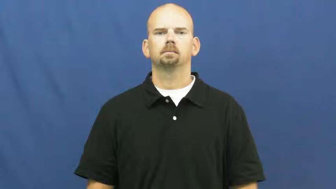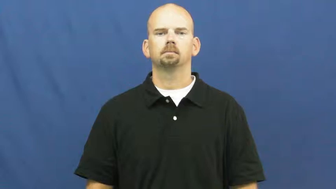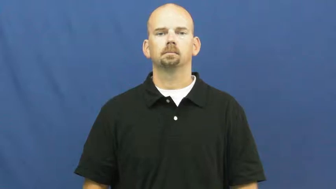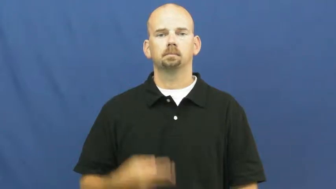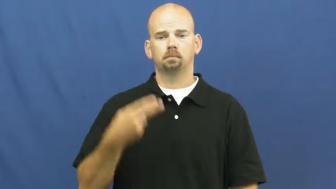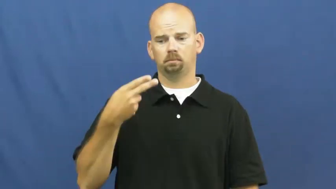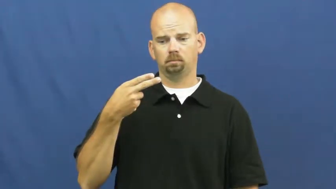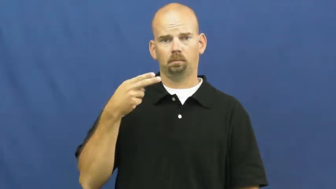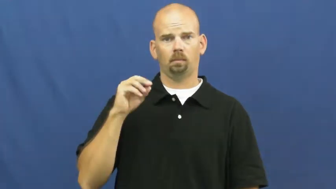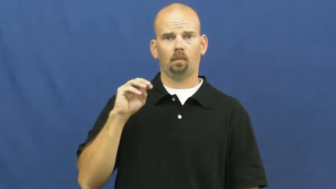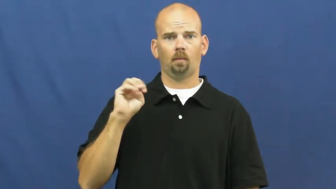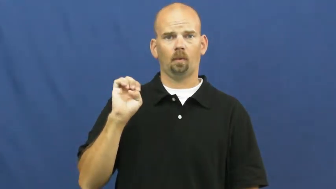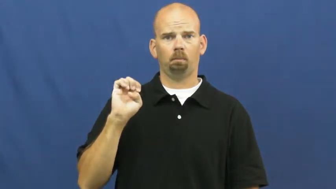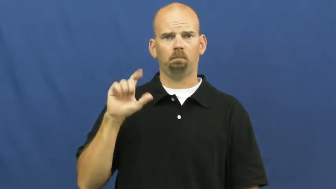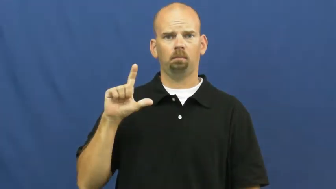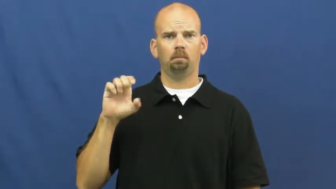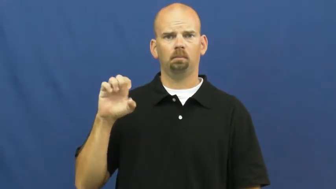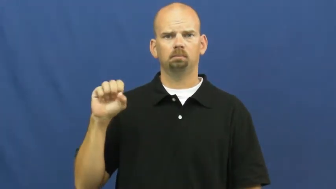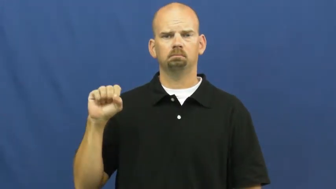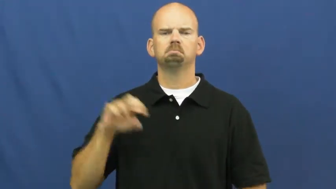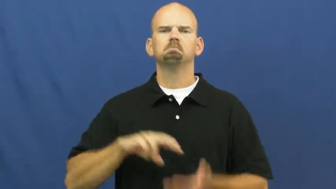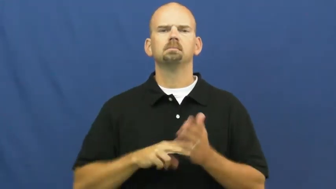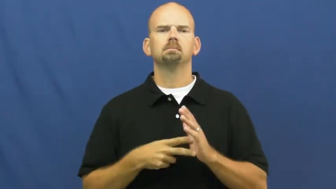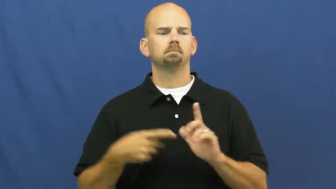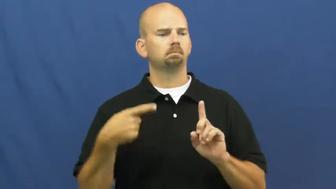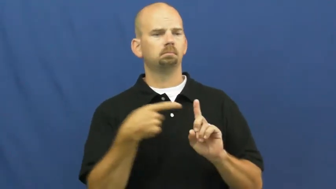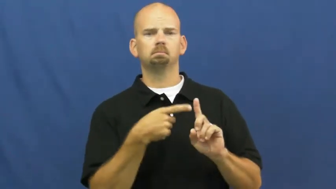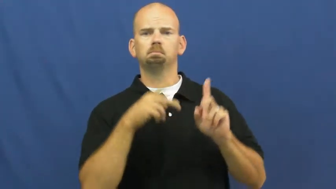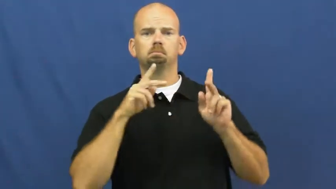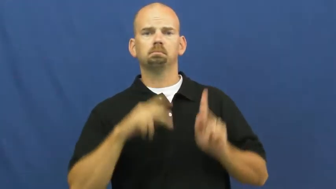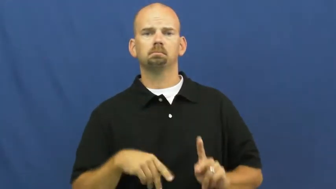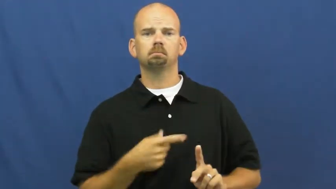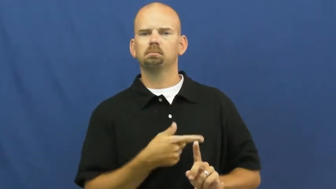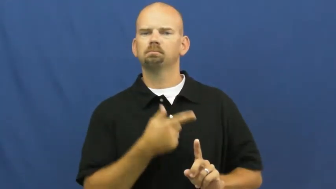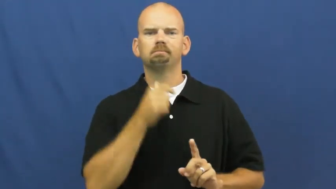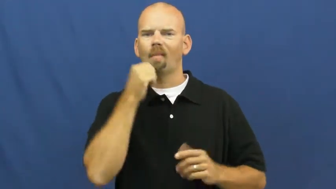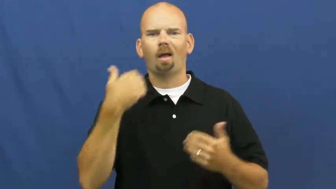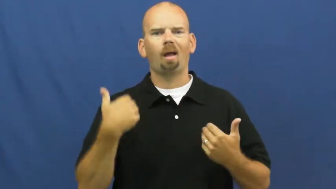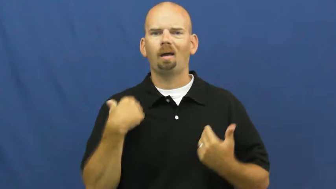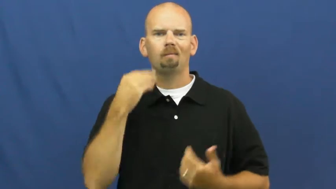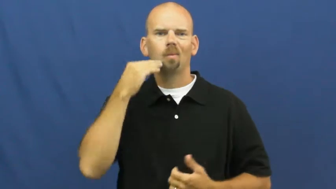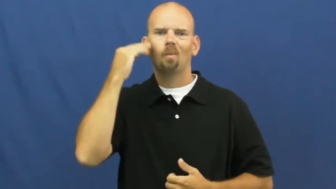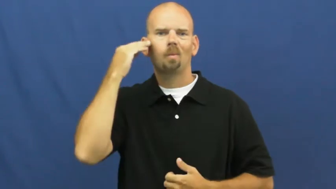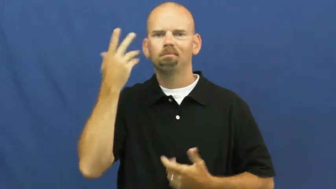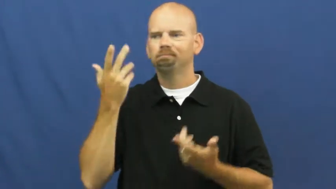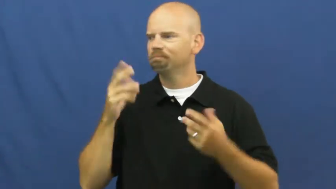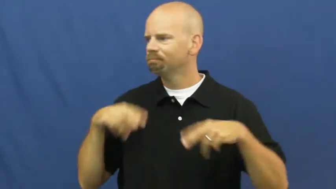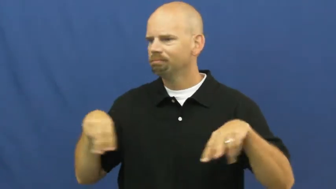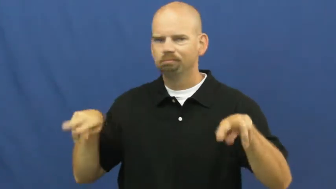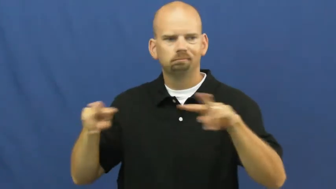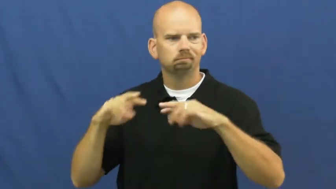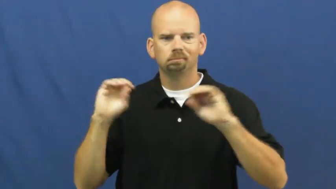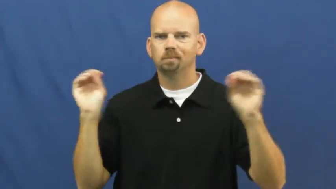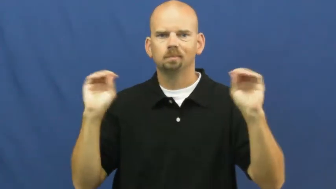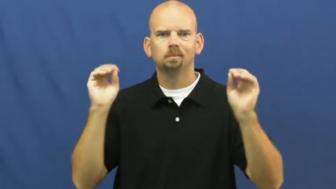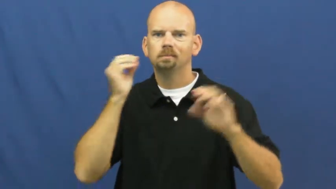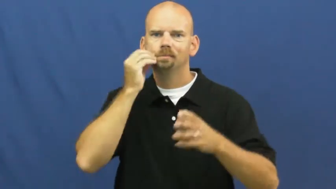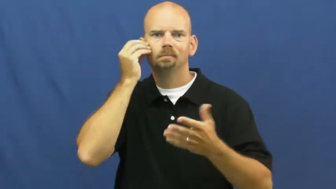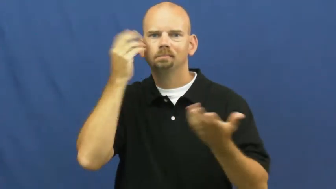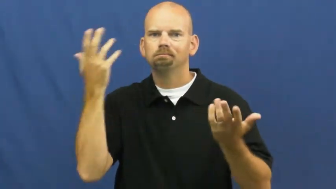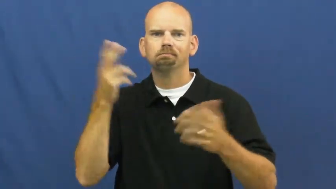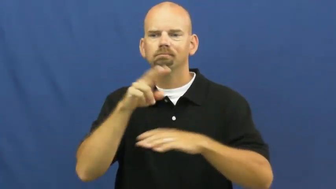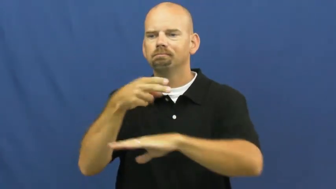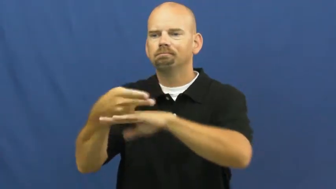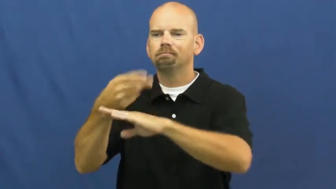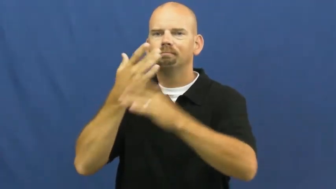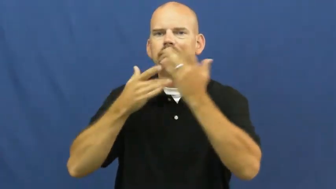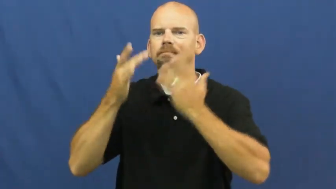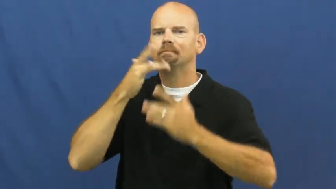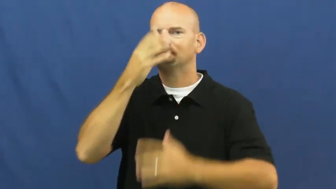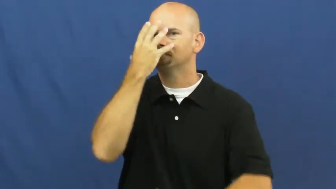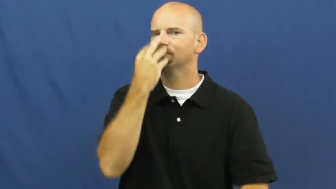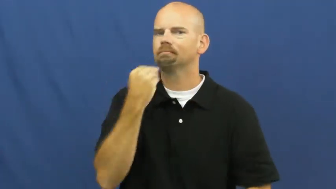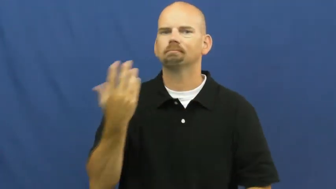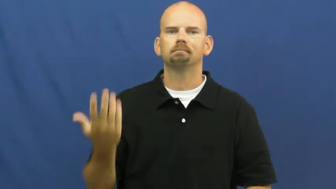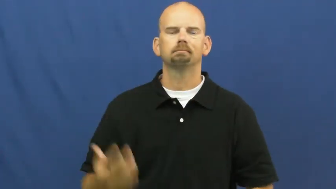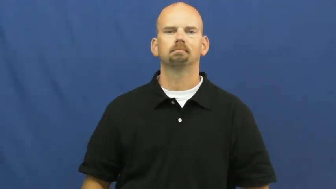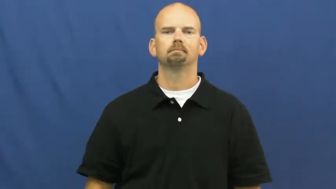homeless,dosser